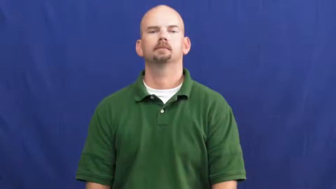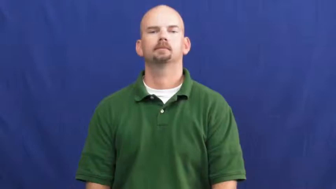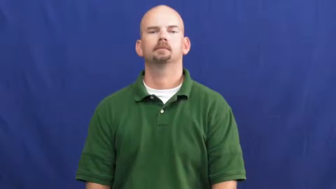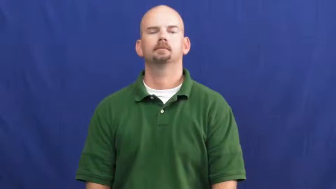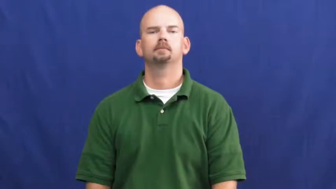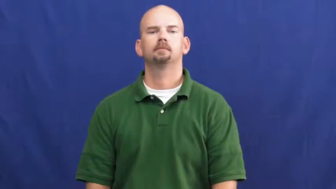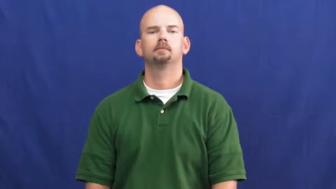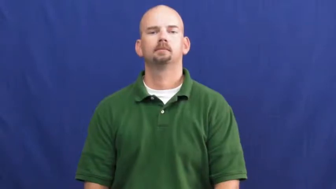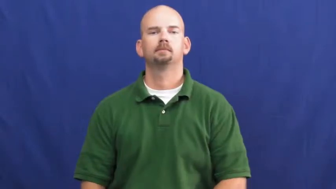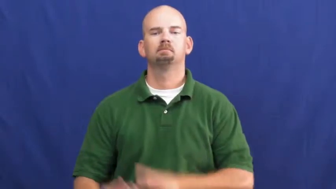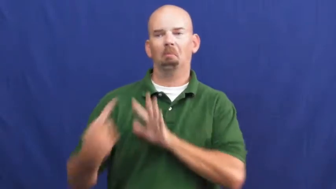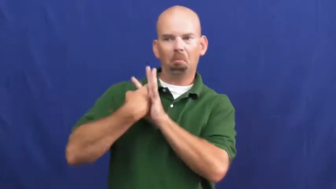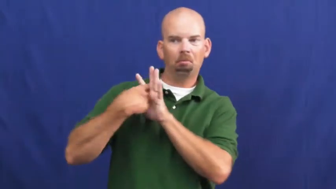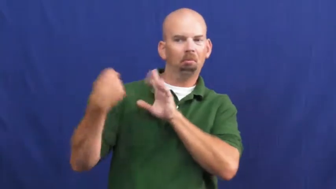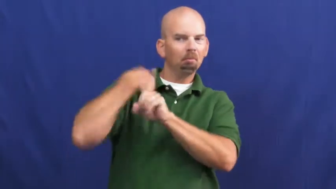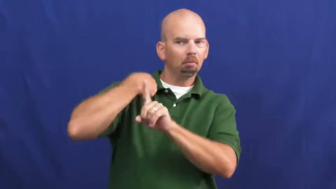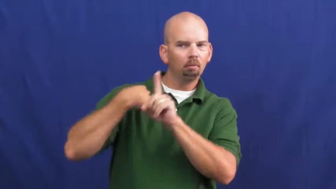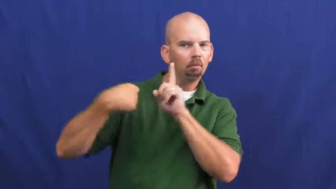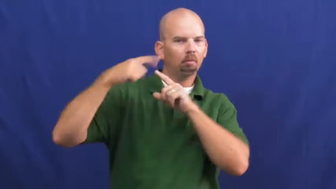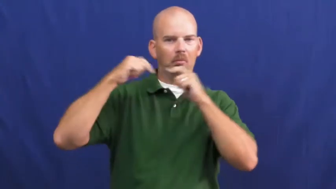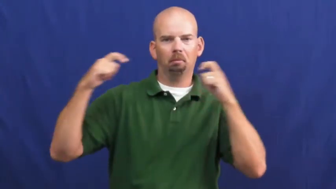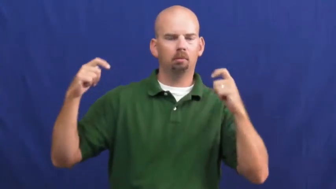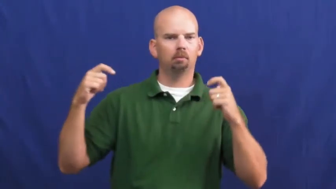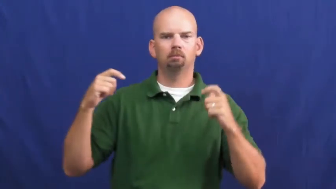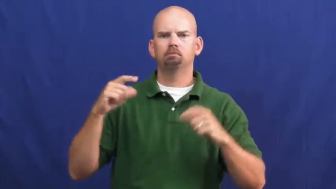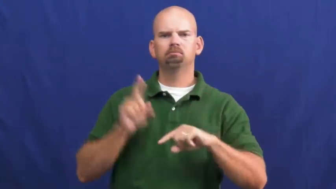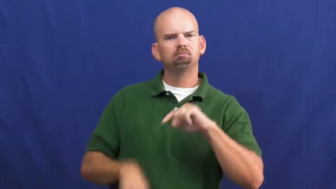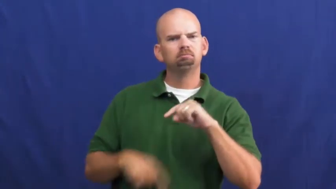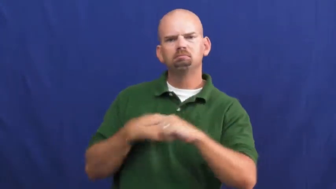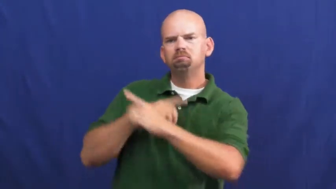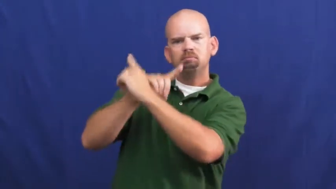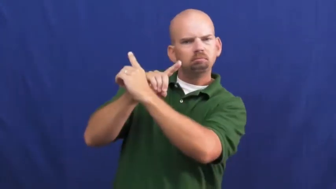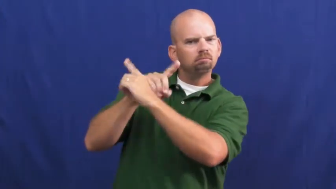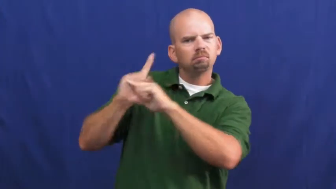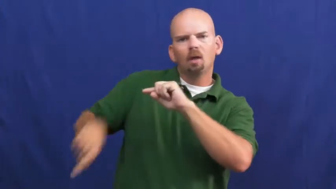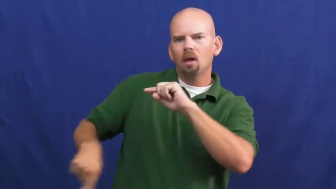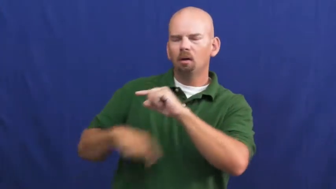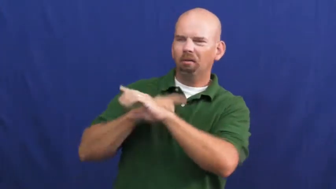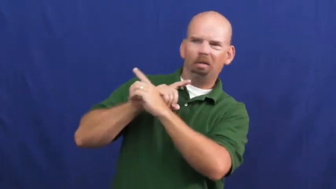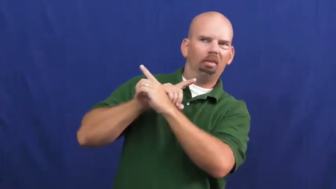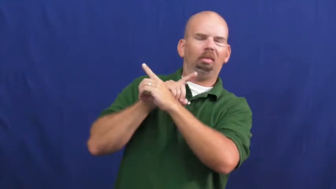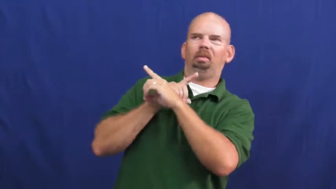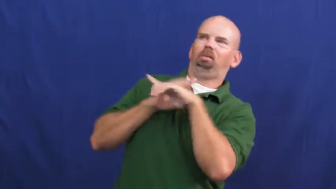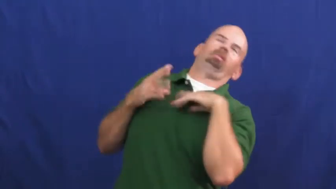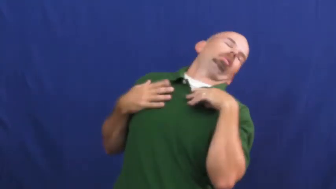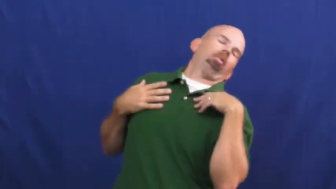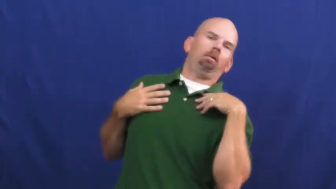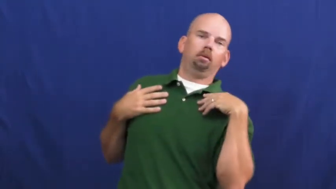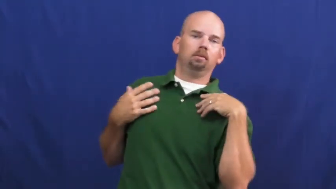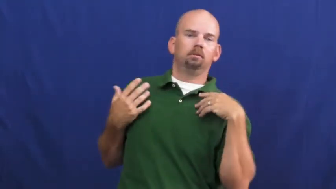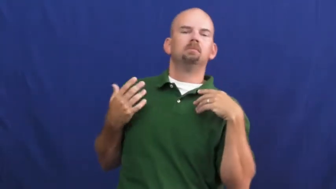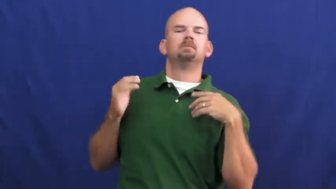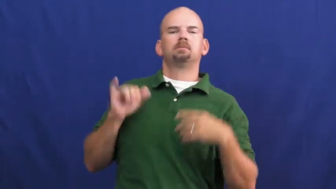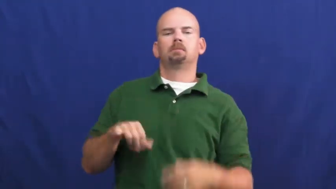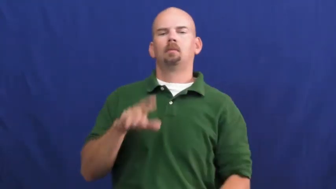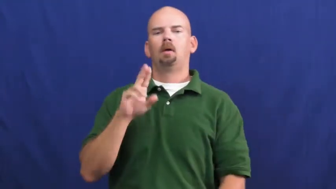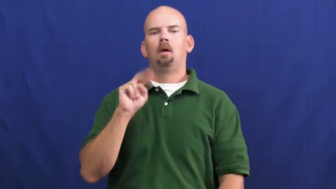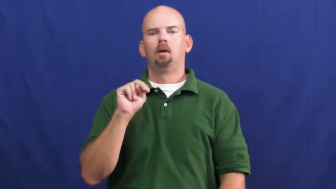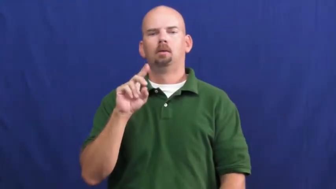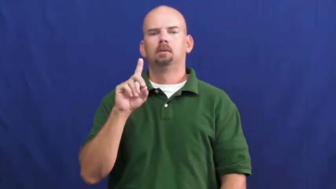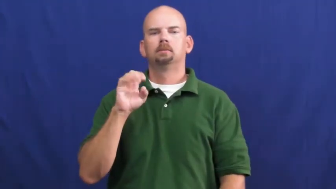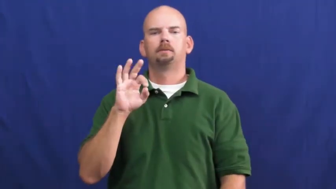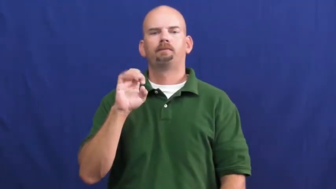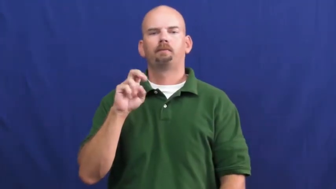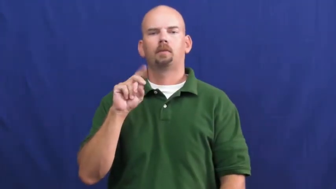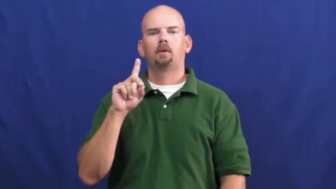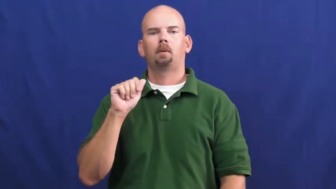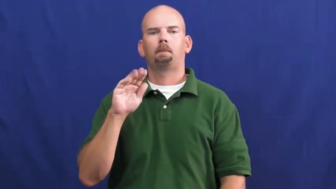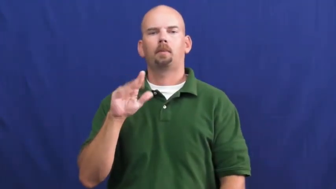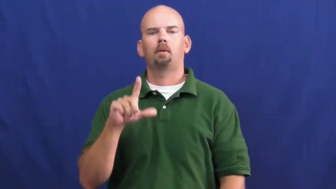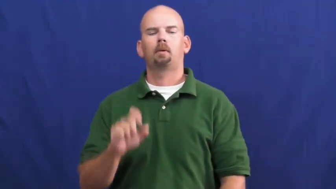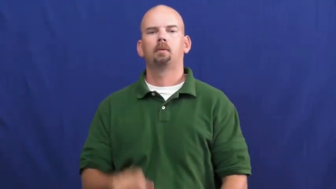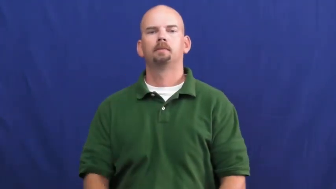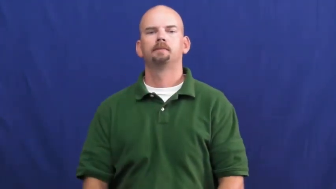undefendable